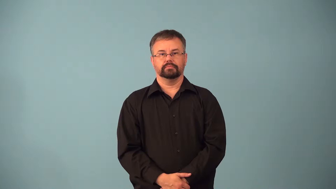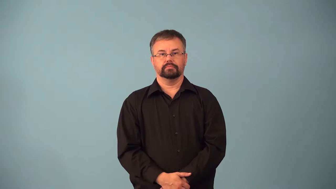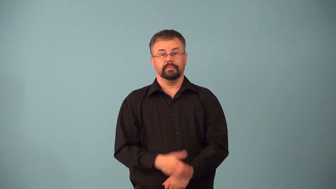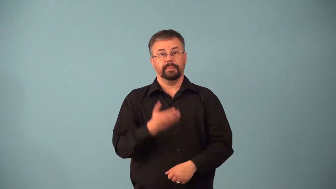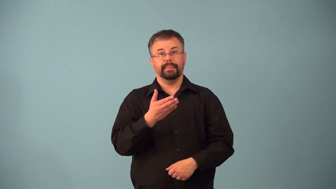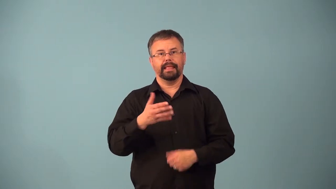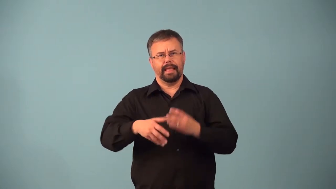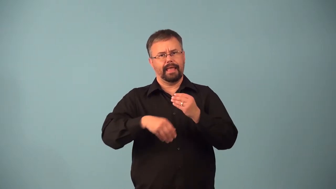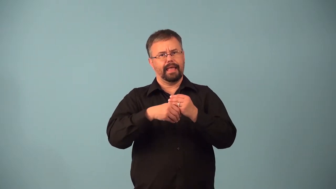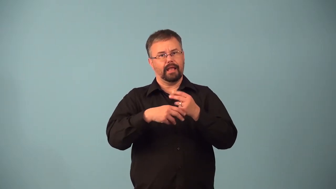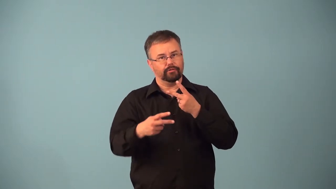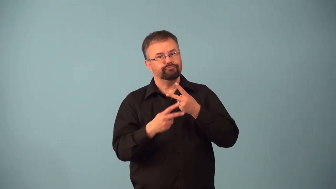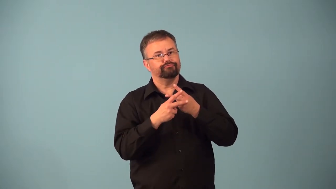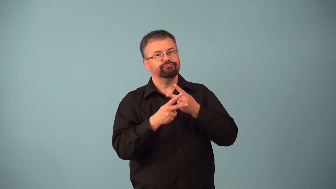additive